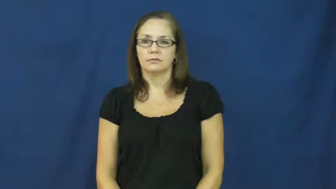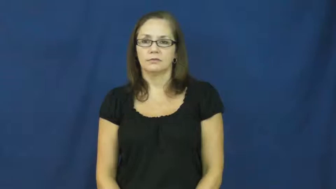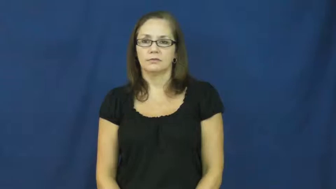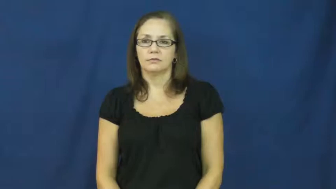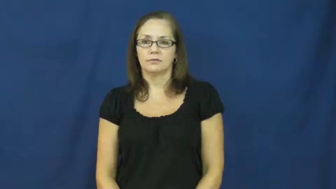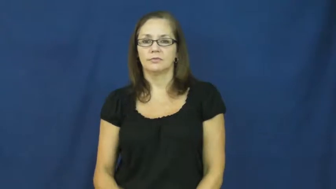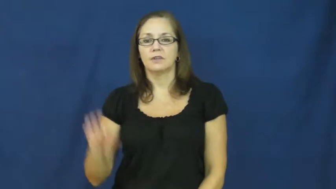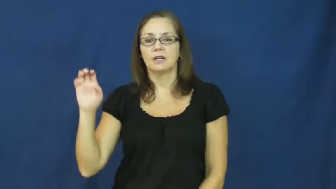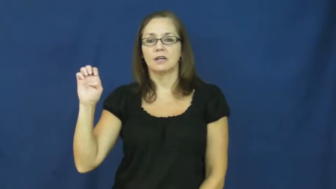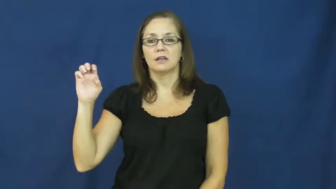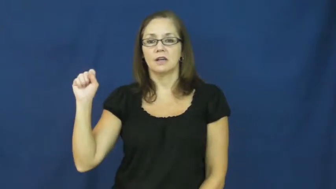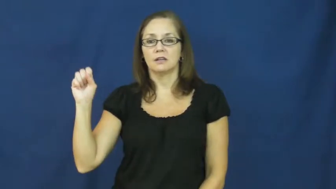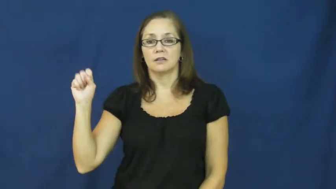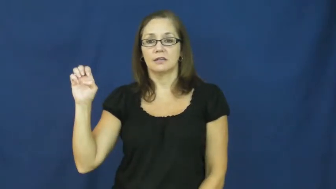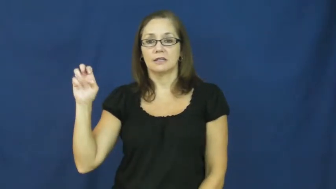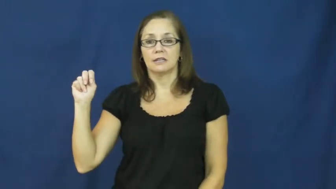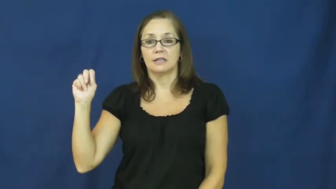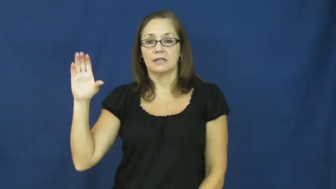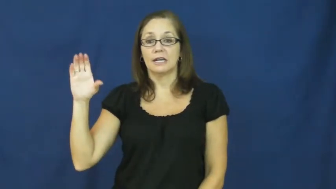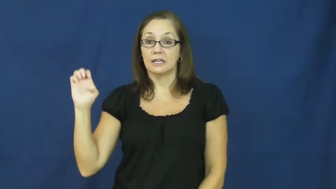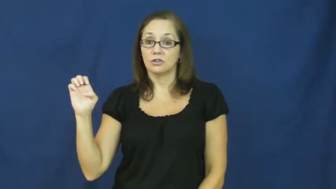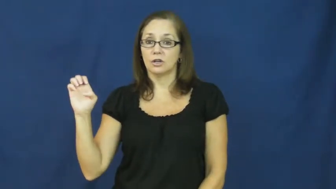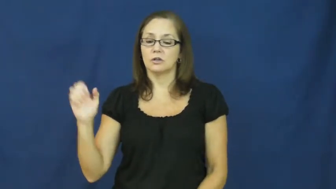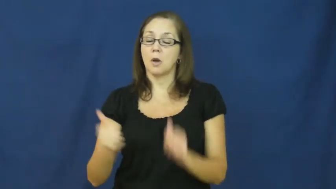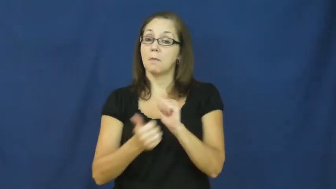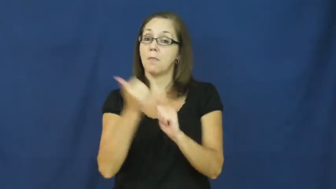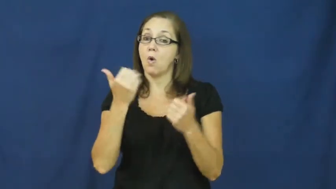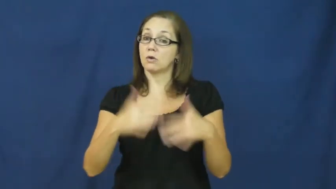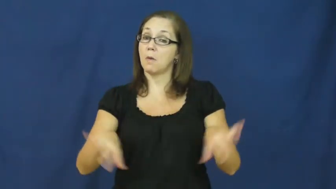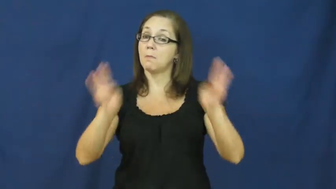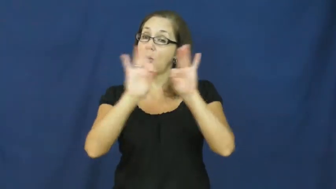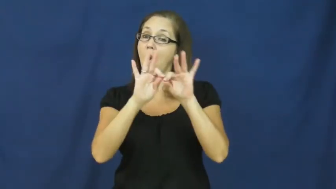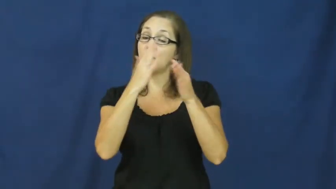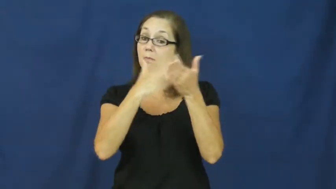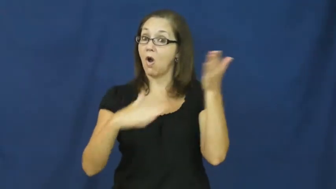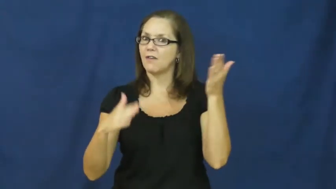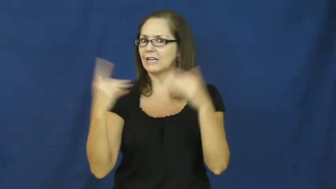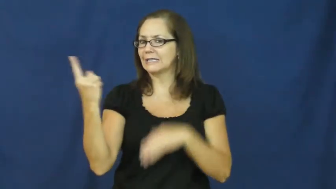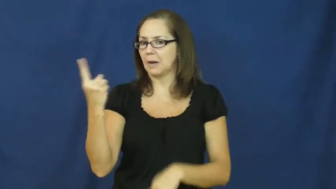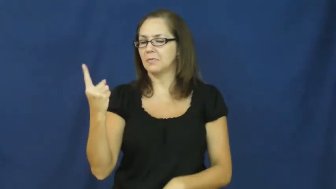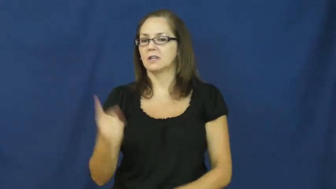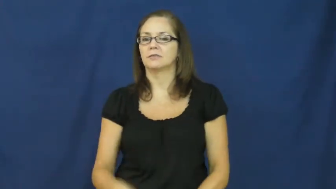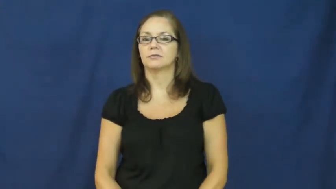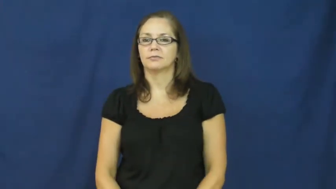essence-important part